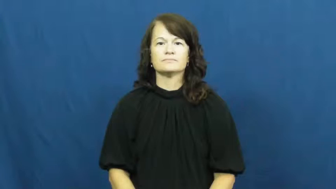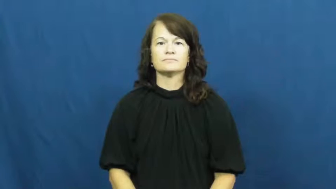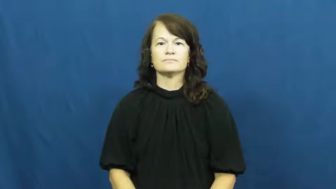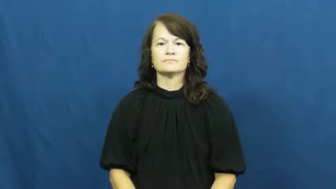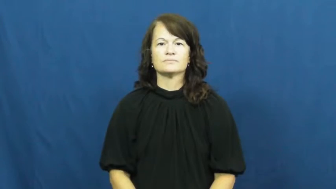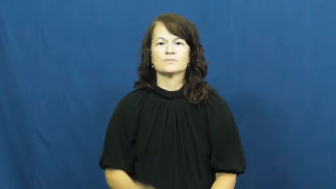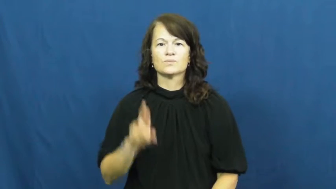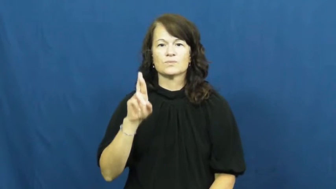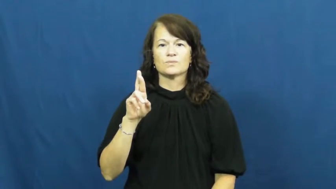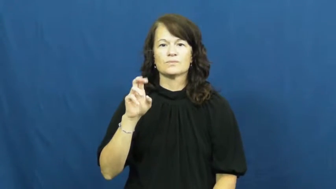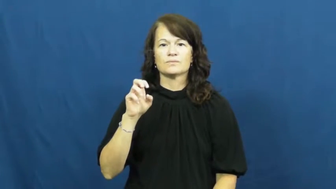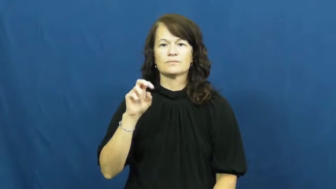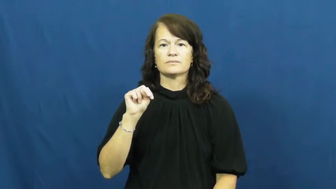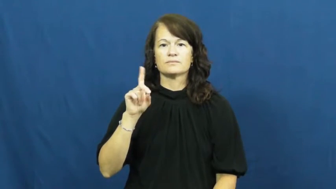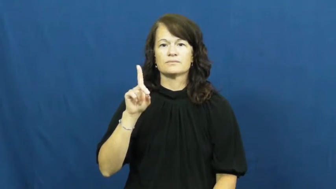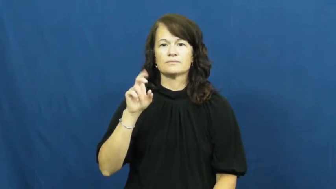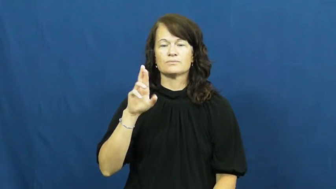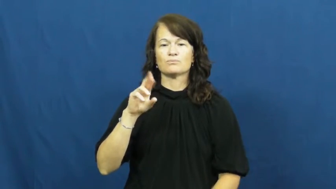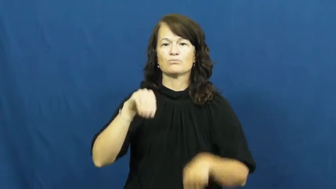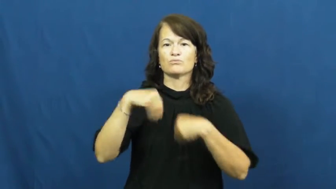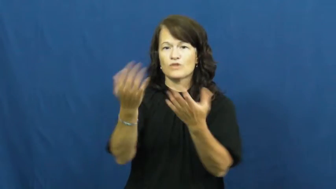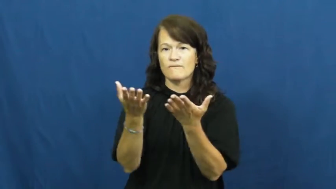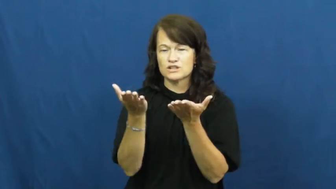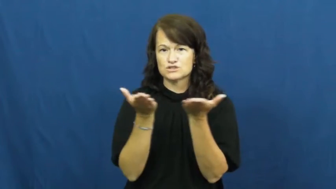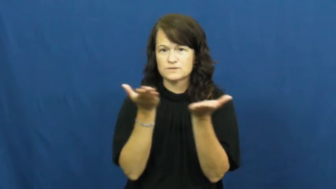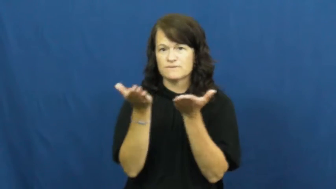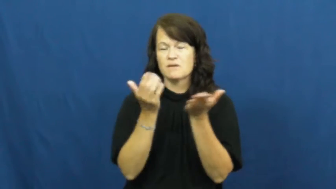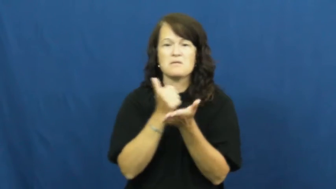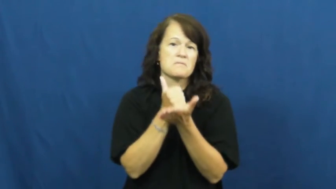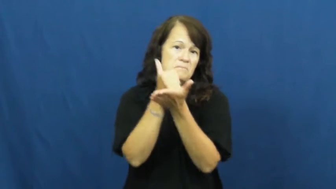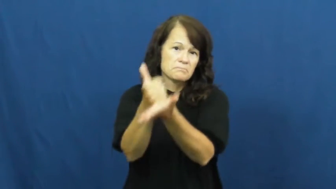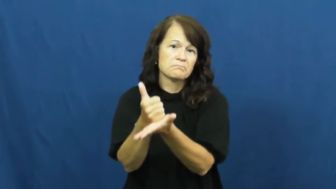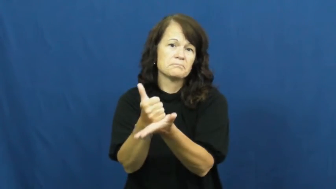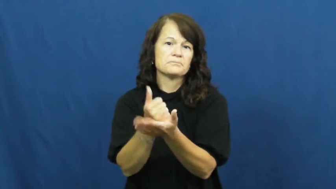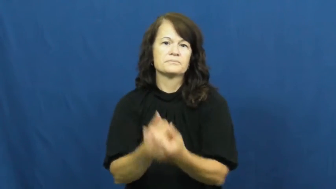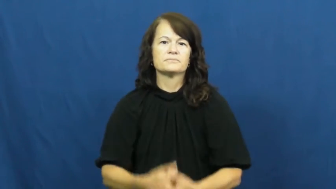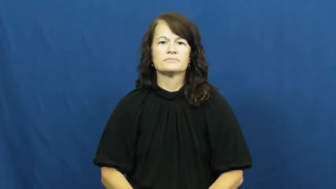render-help